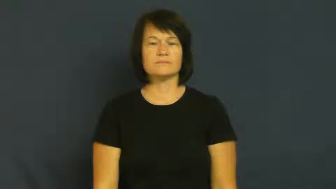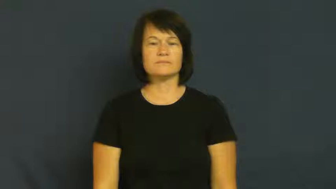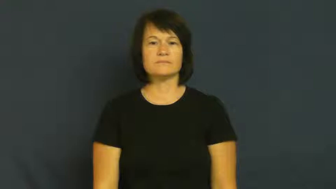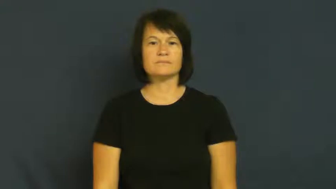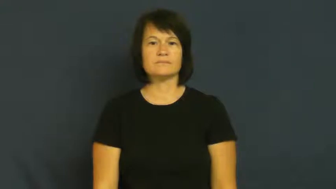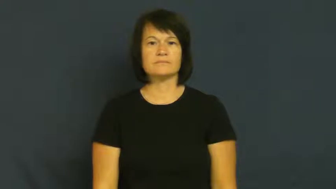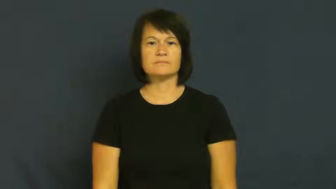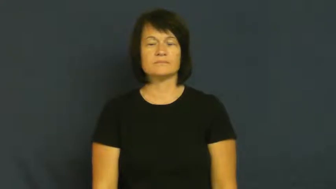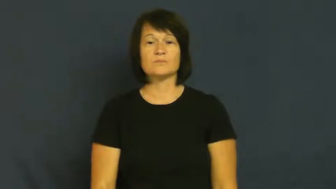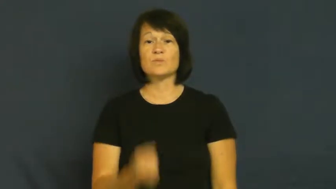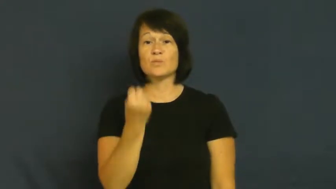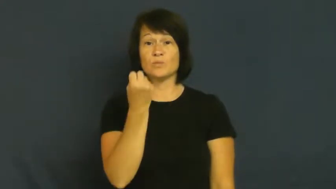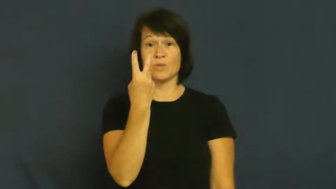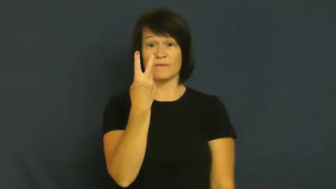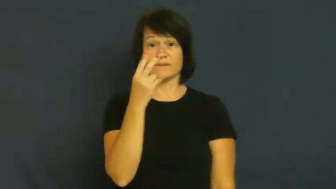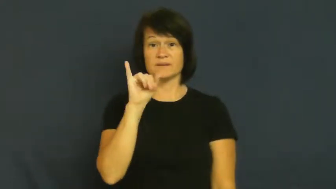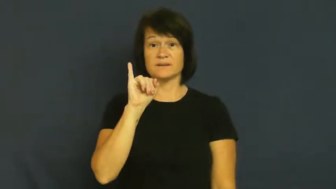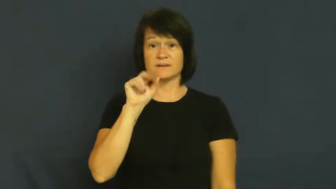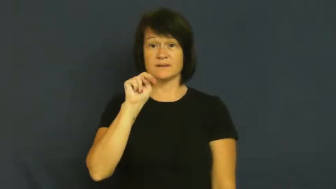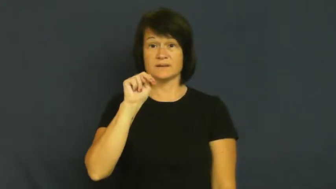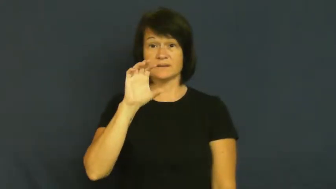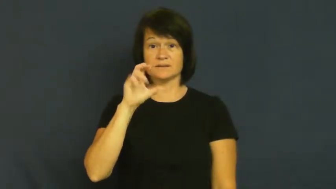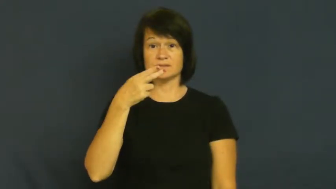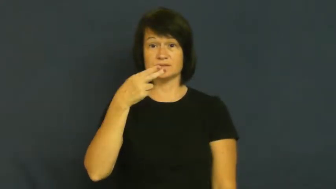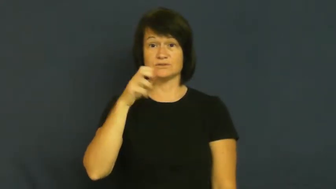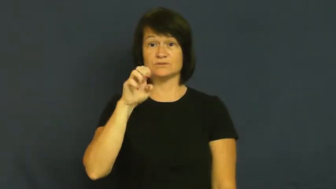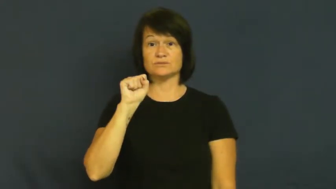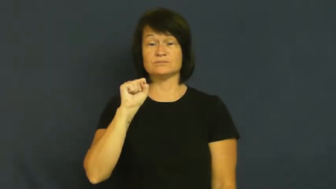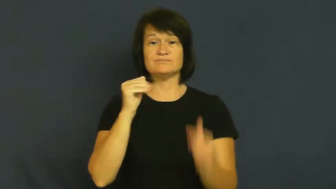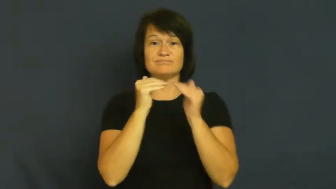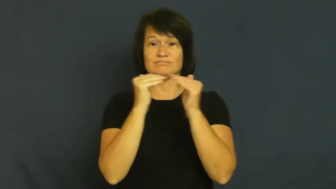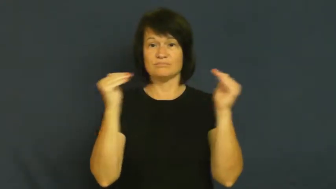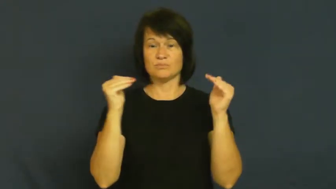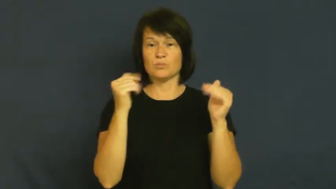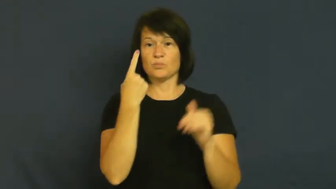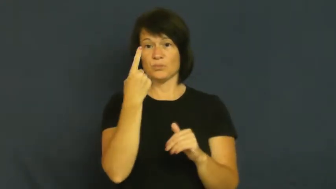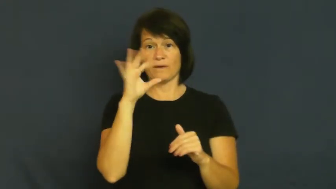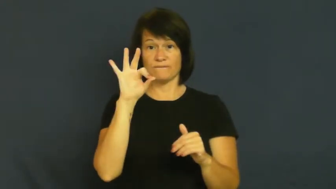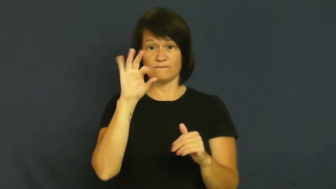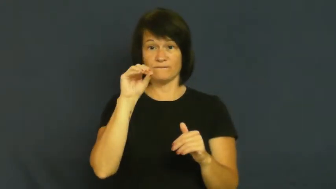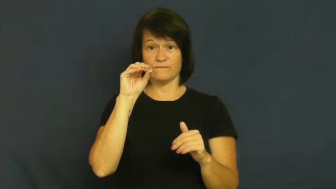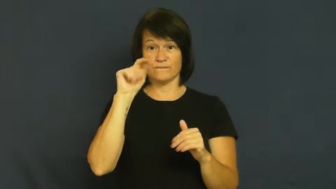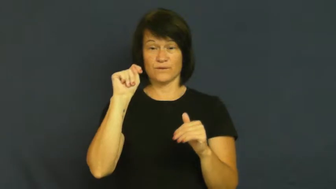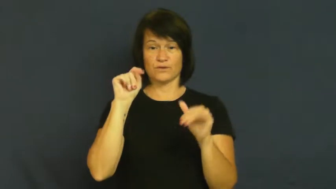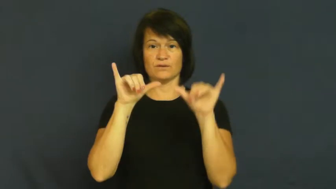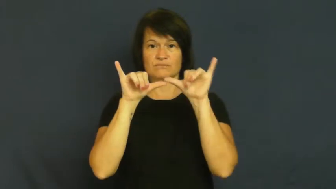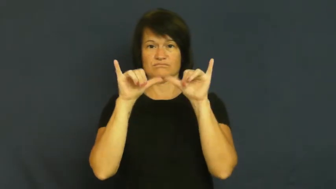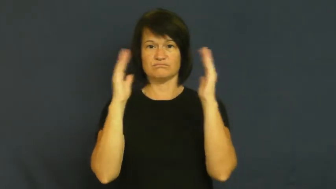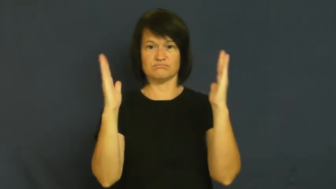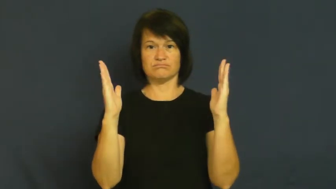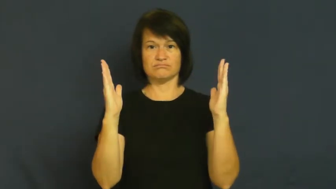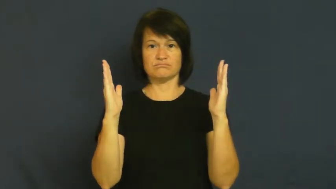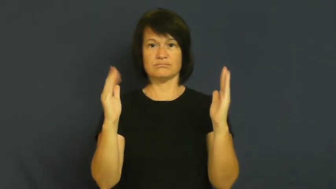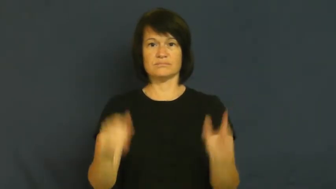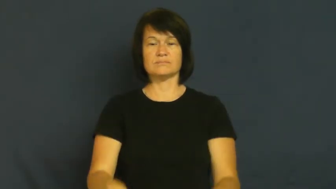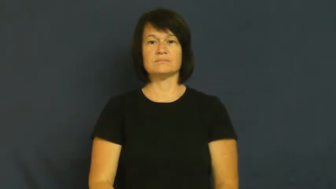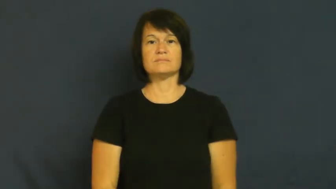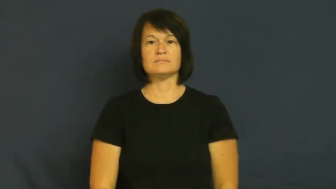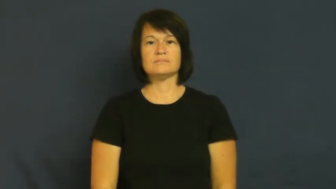foot-measure